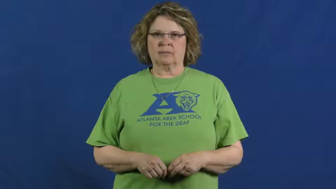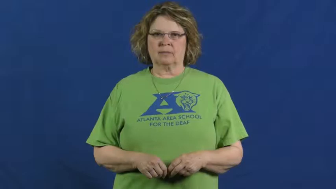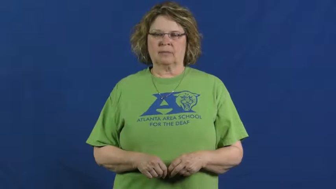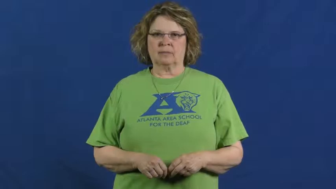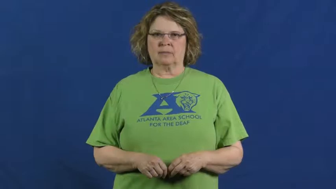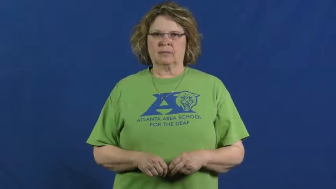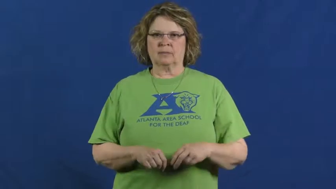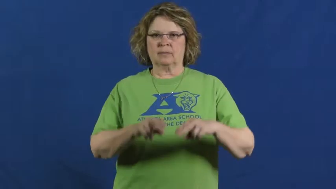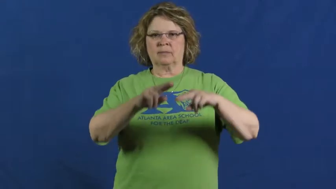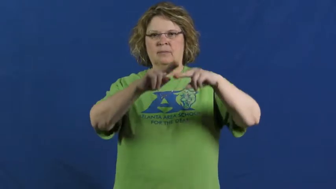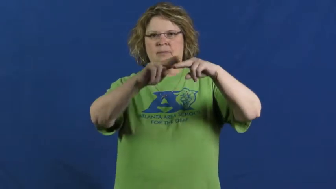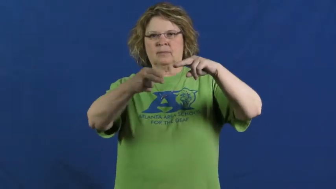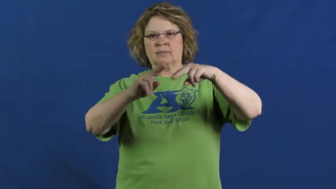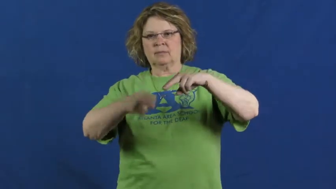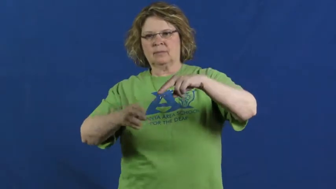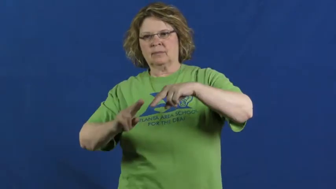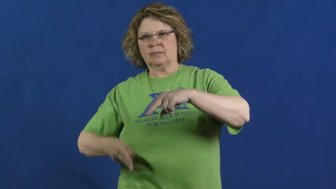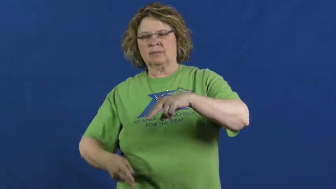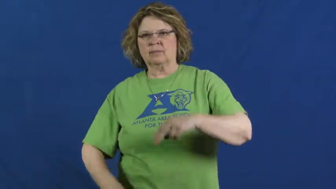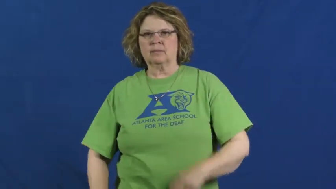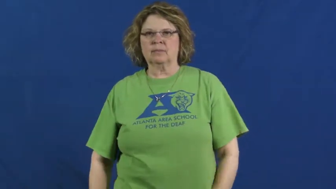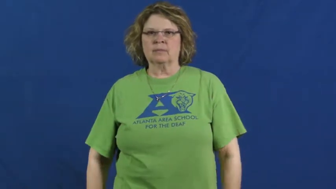let up